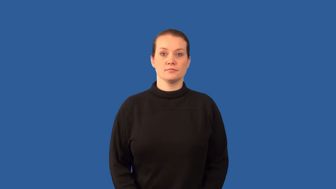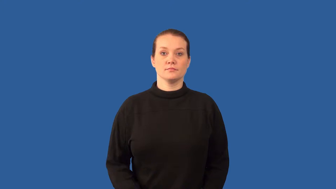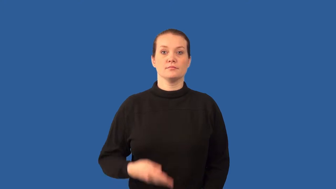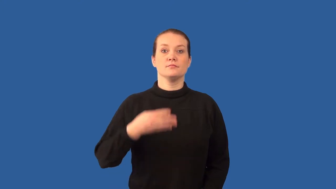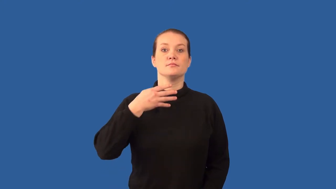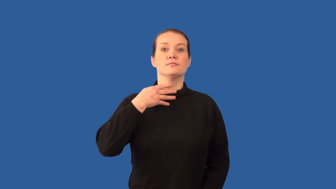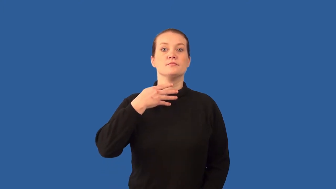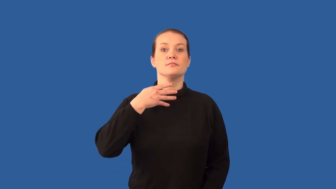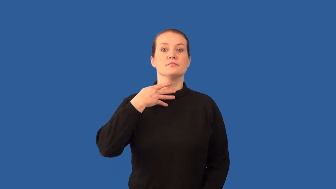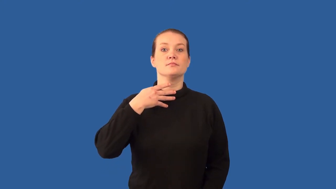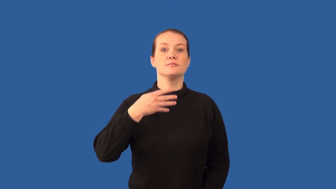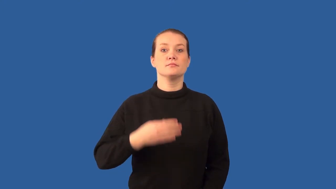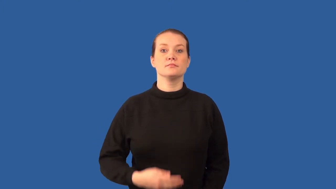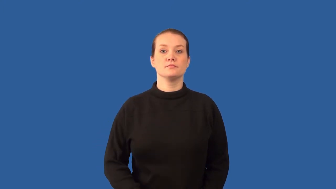pharyngeal pouches